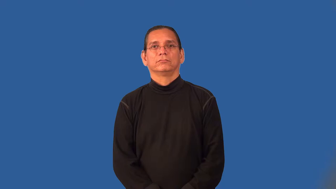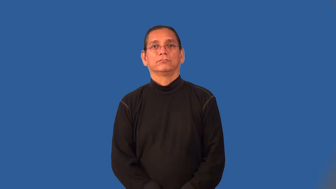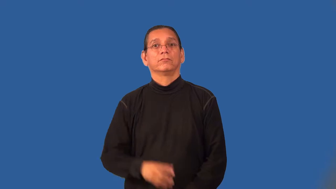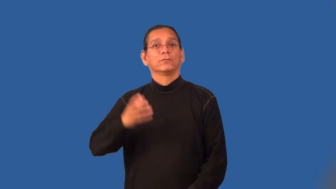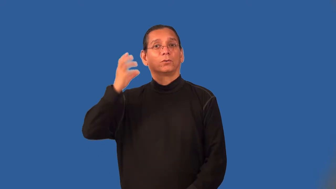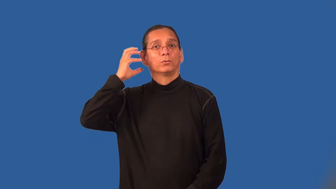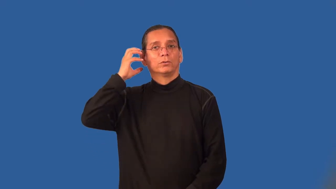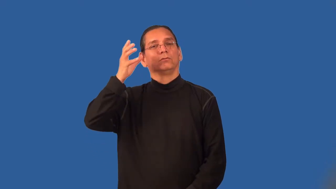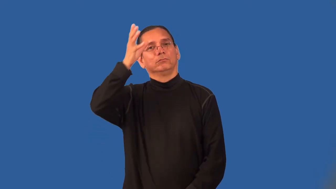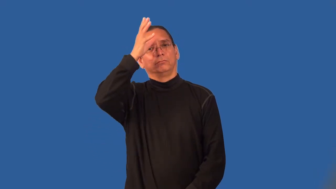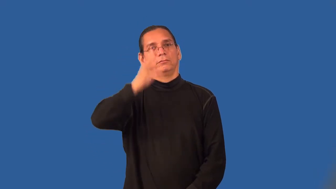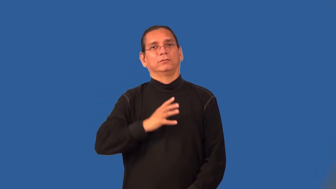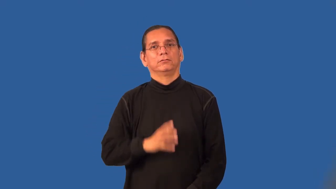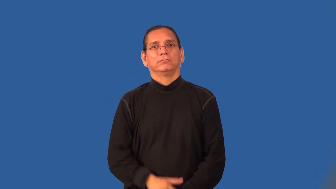radioman